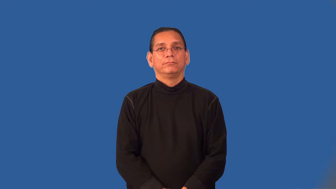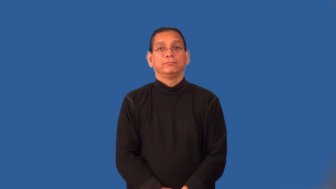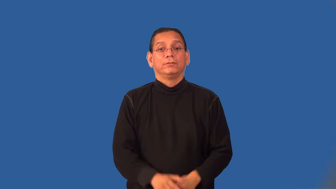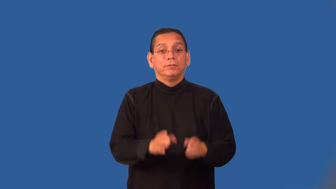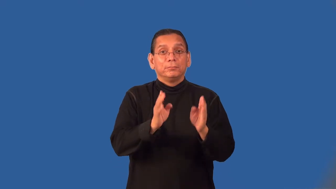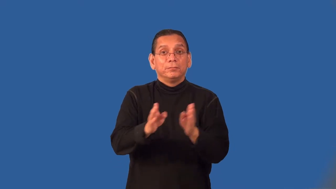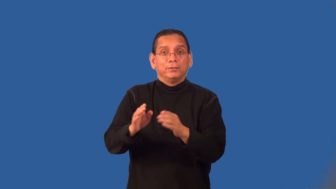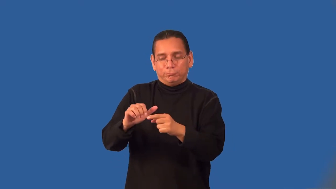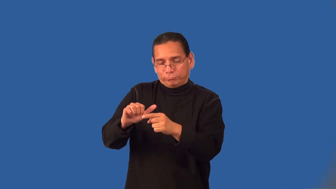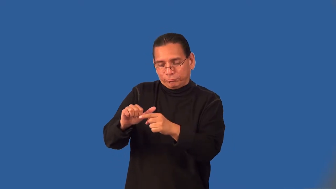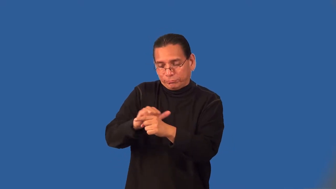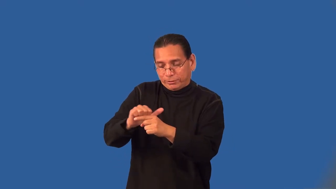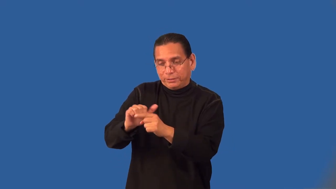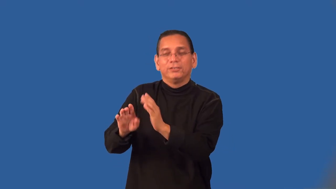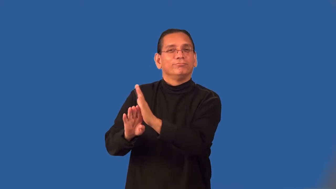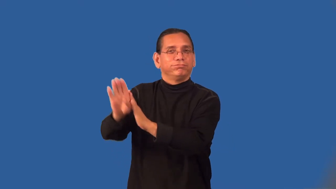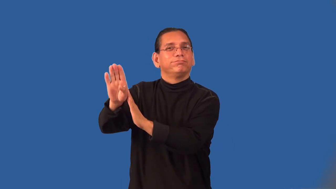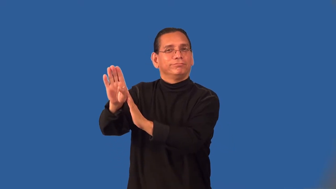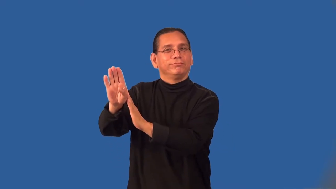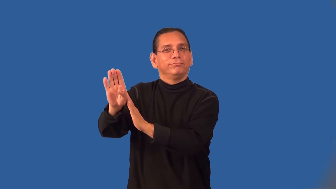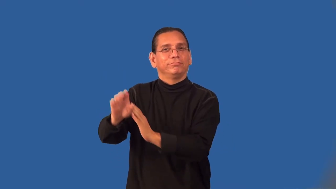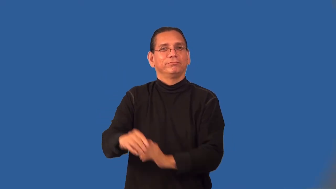prime-prepare for success